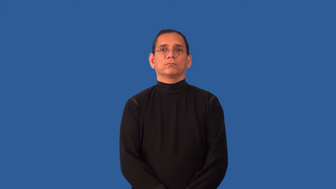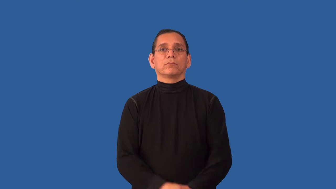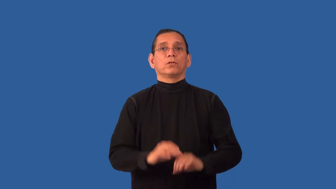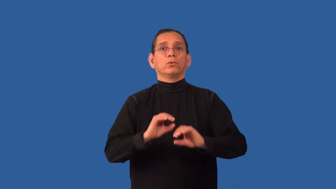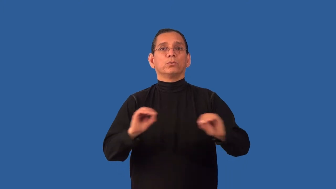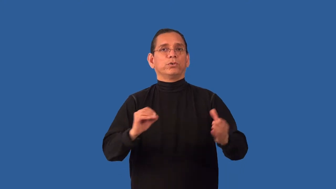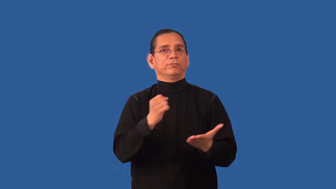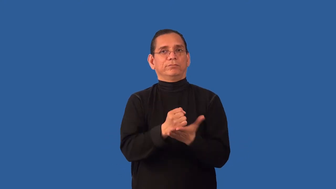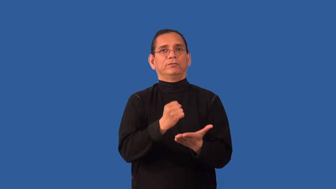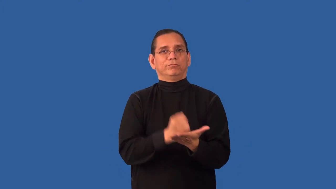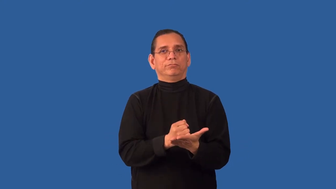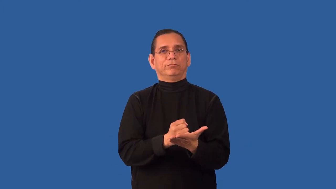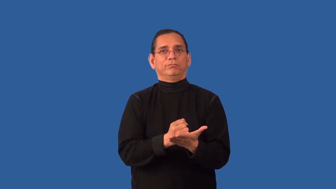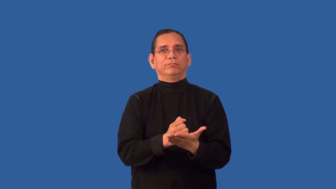undocumented-no passport